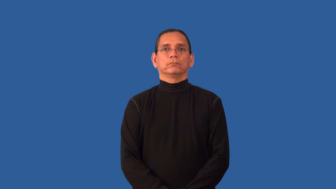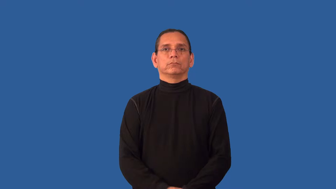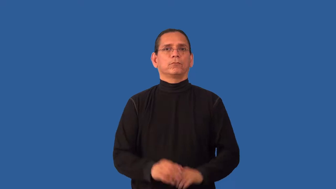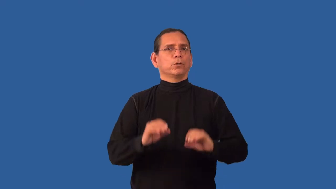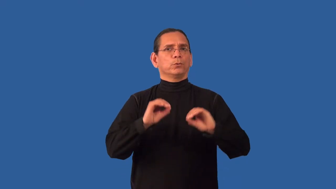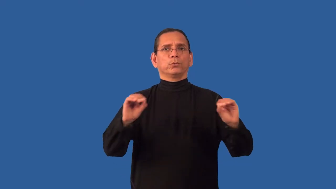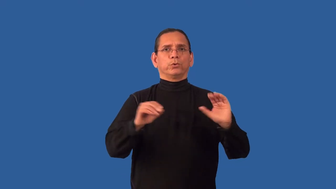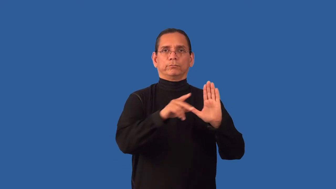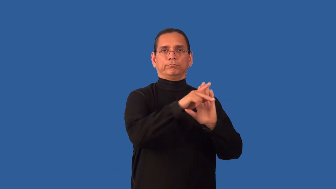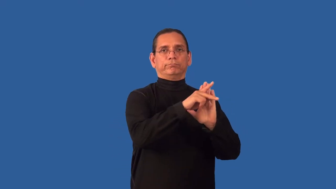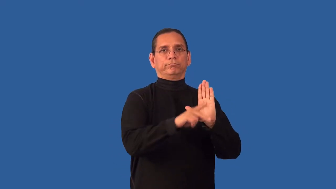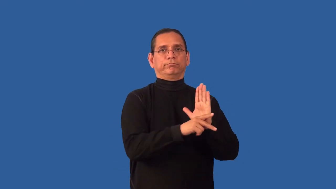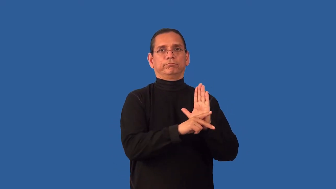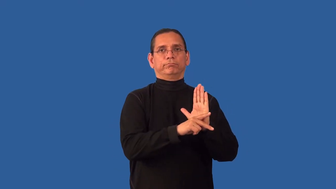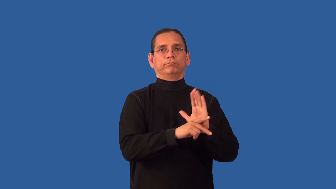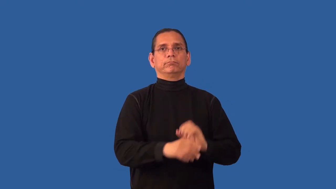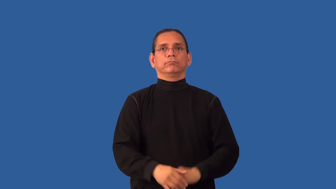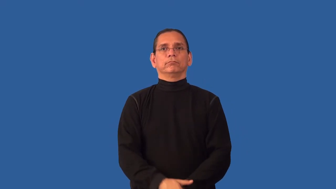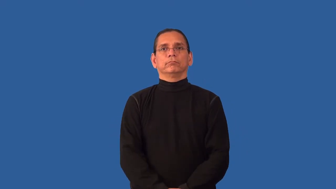unprincipled